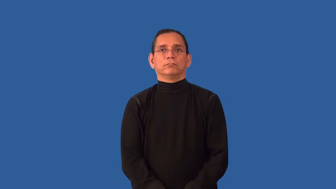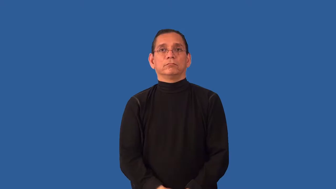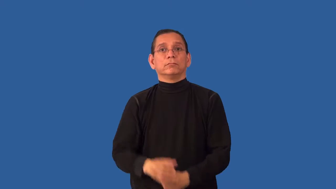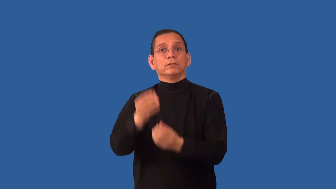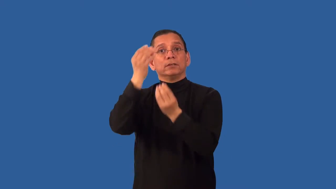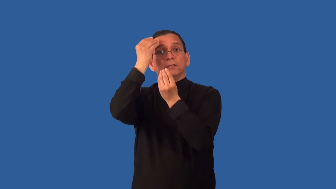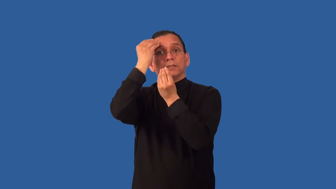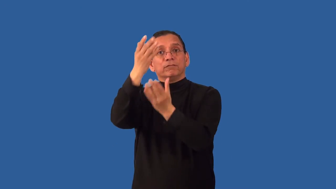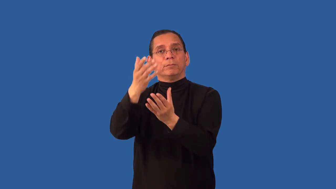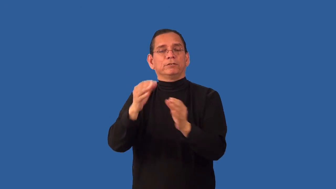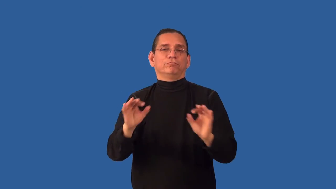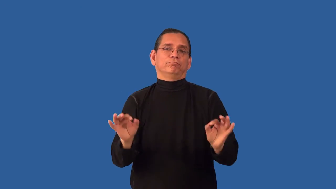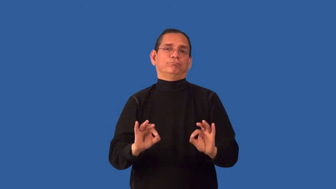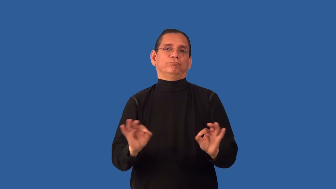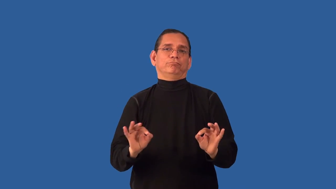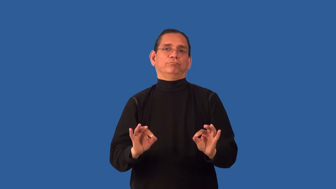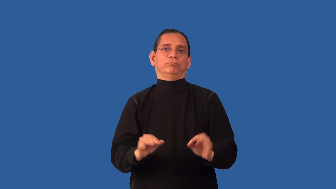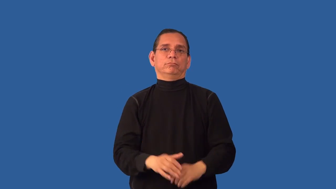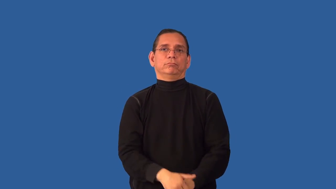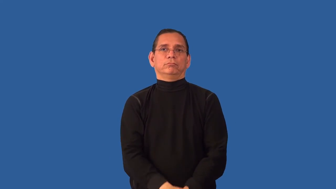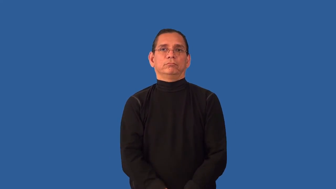uninformative,unenlightening,uninstructive